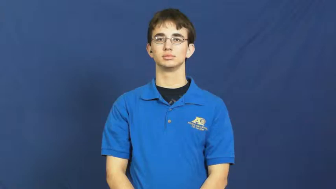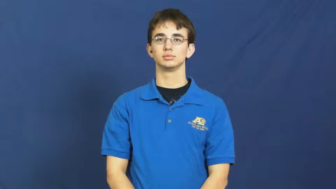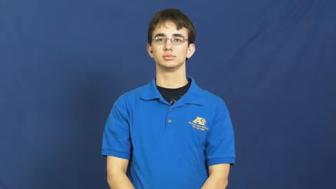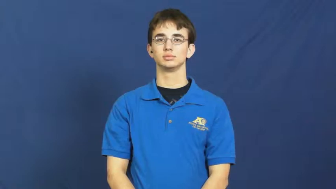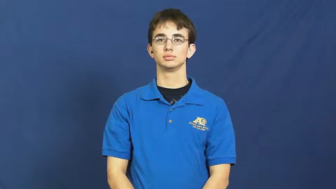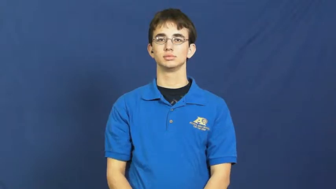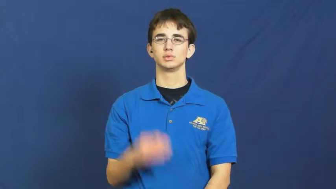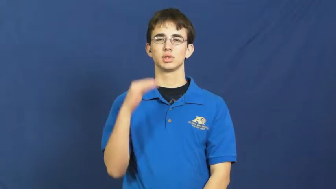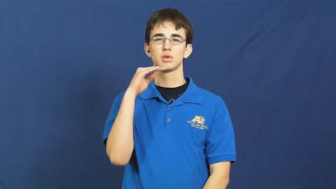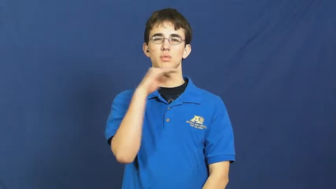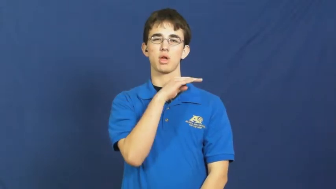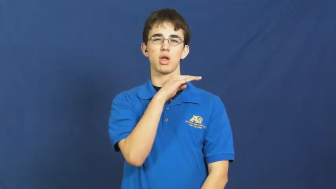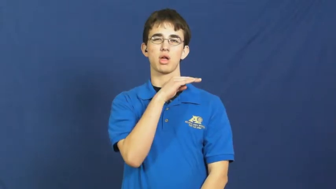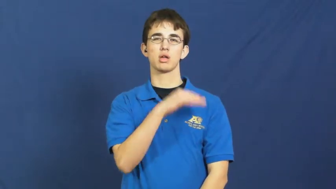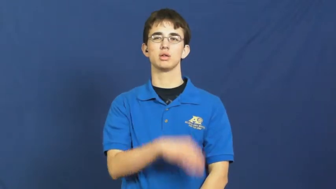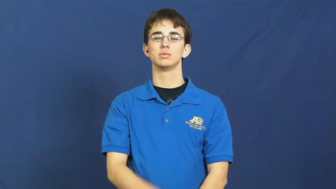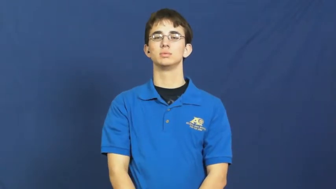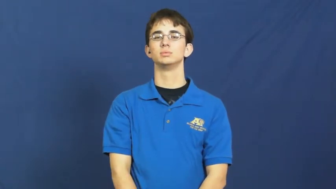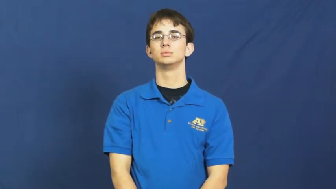lie,falsehood,canard,mendacity